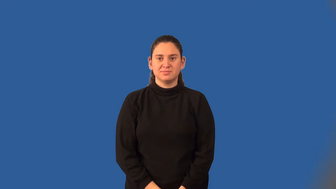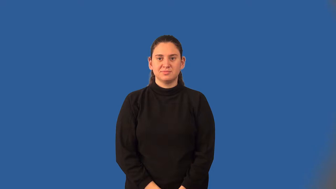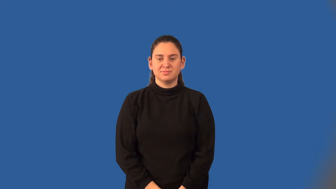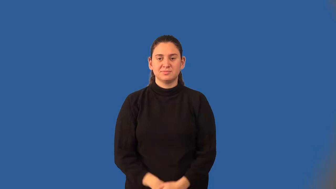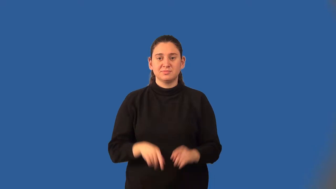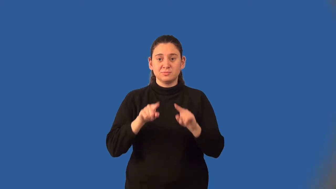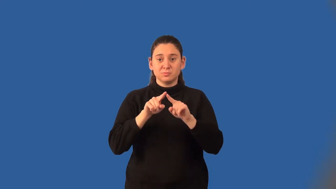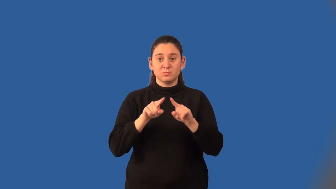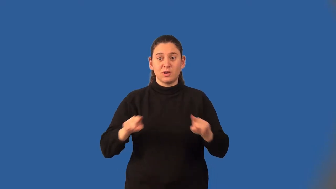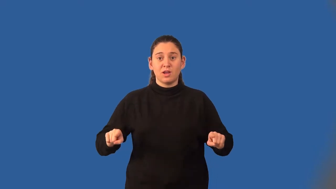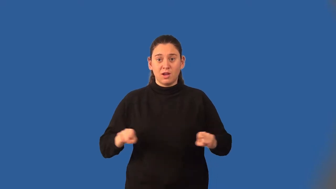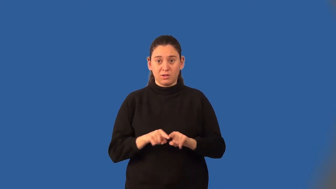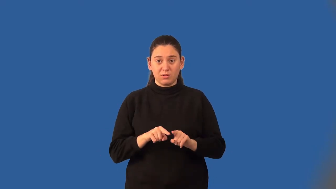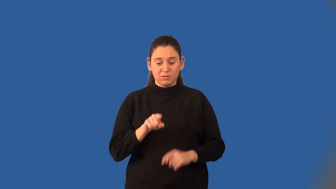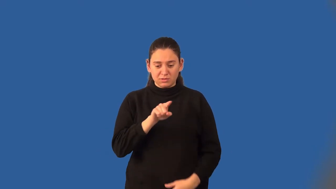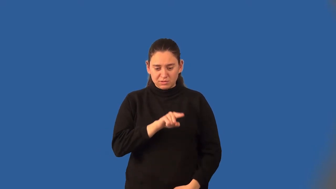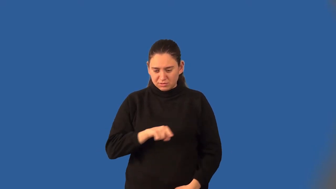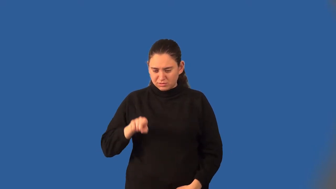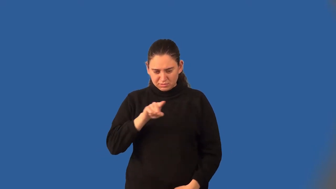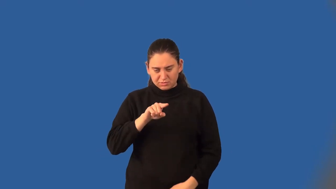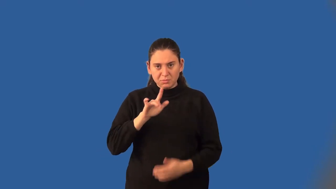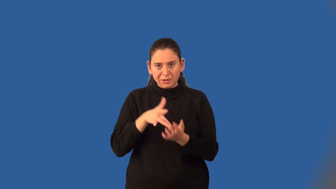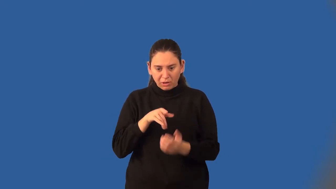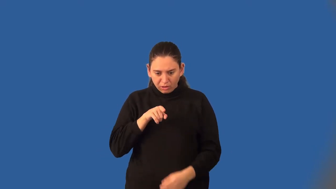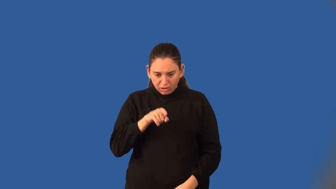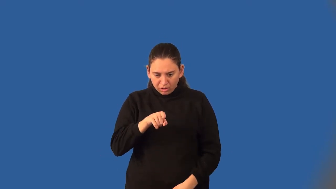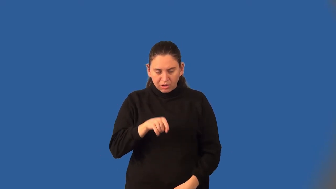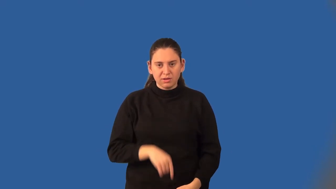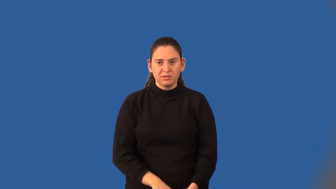incenter